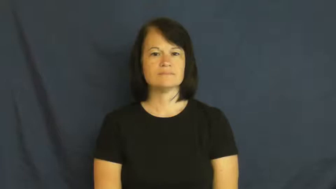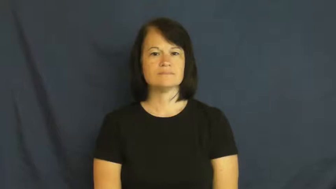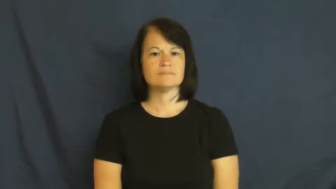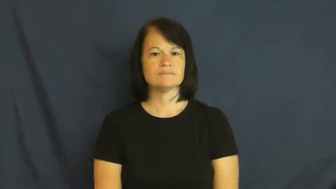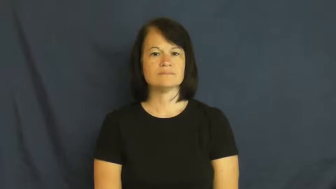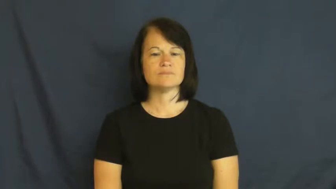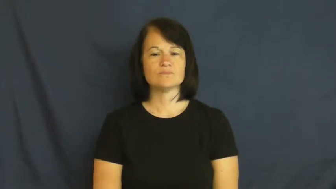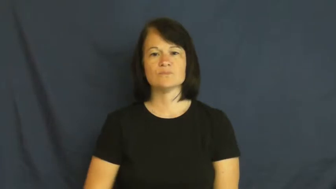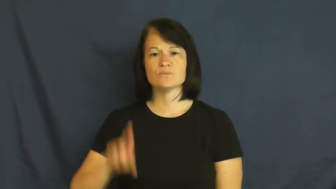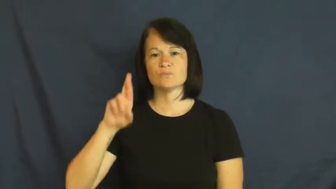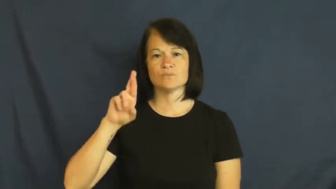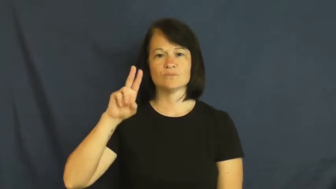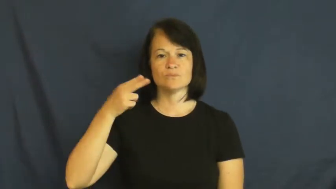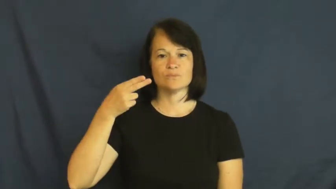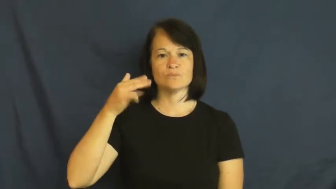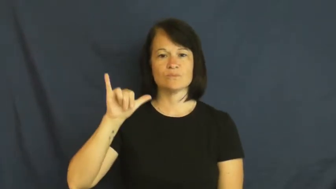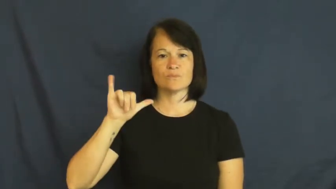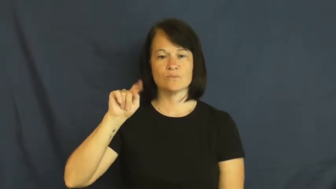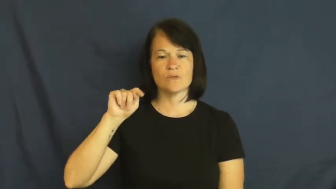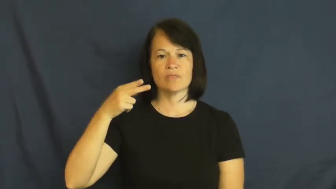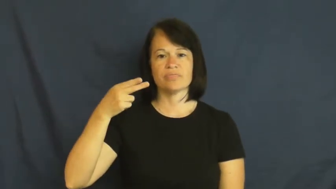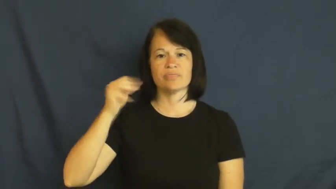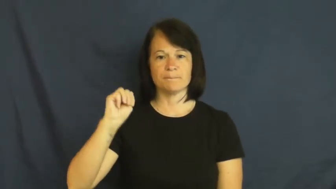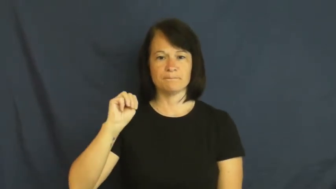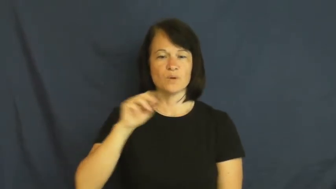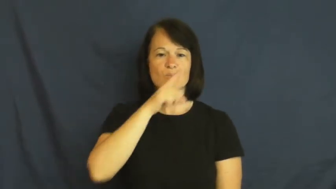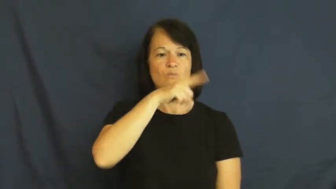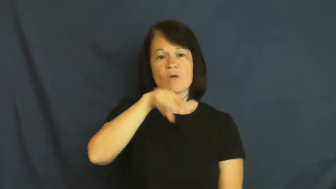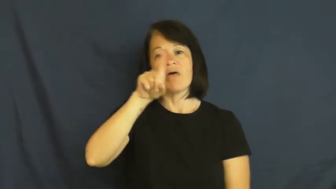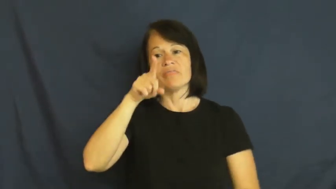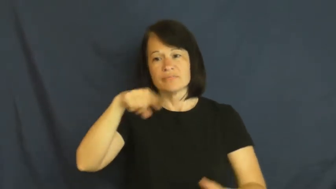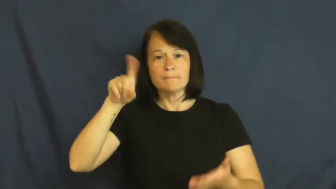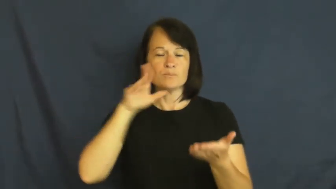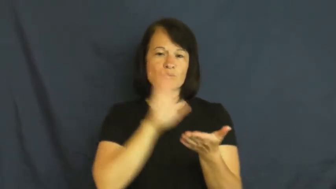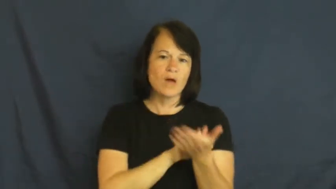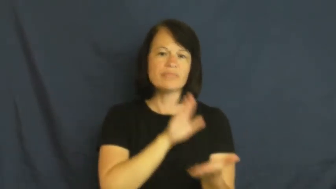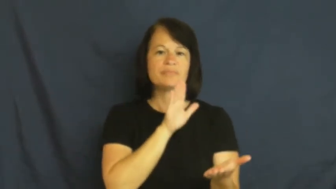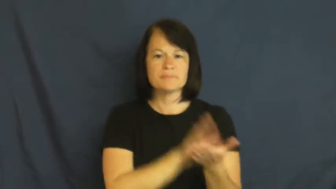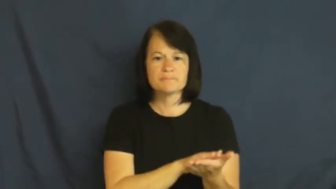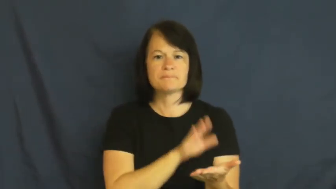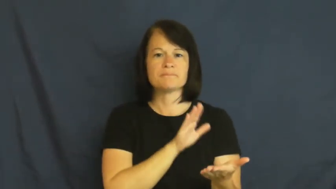rhythm